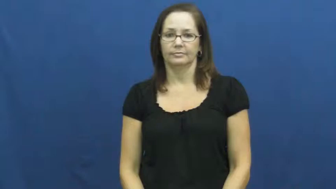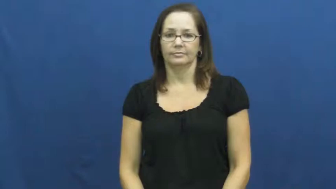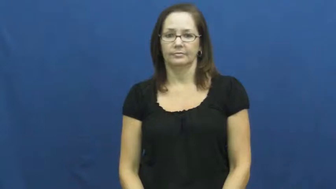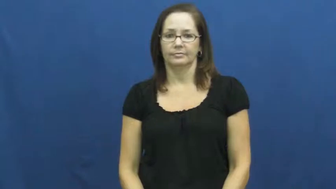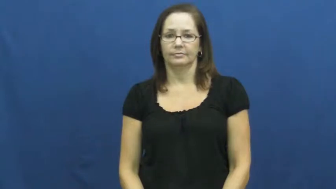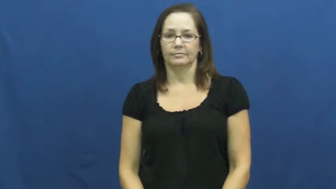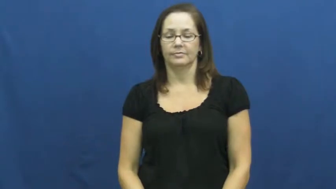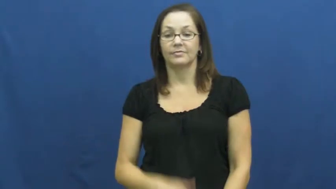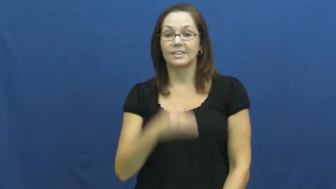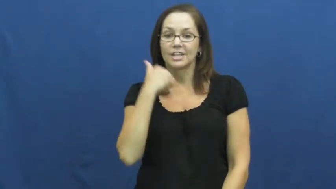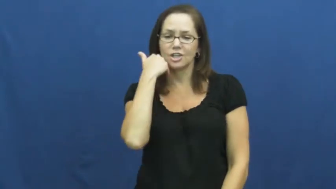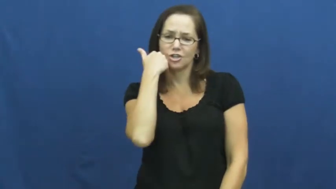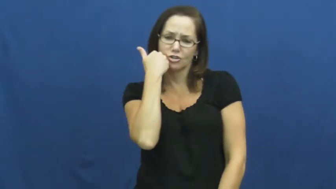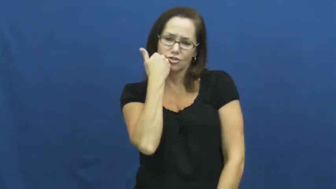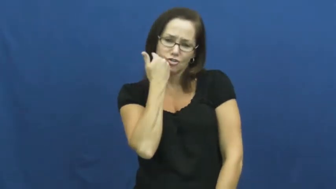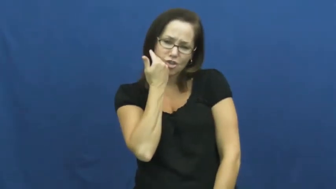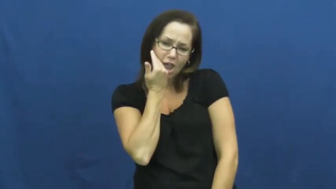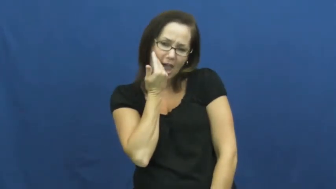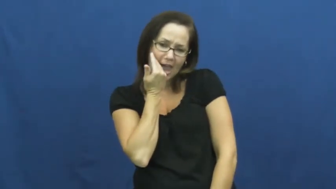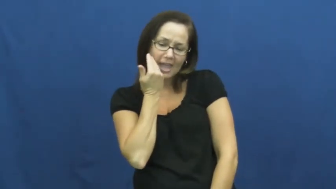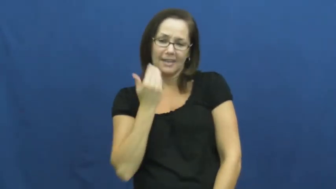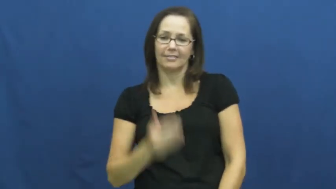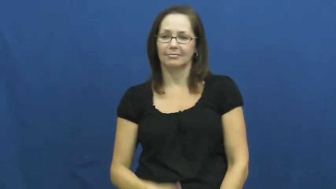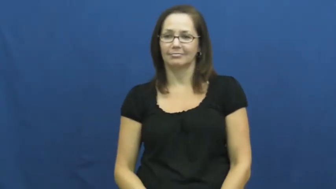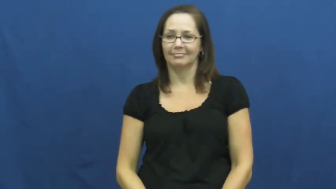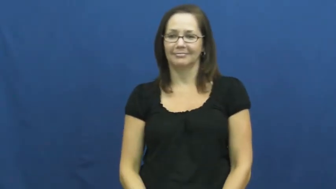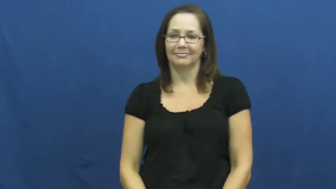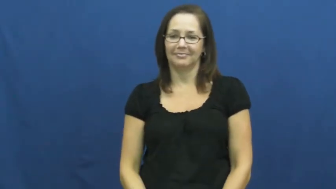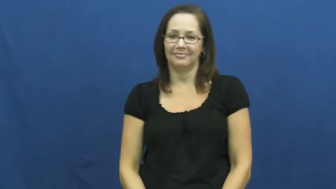shy,diffident,overmodest,sheepish